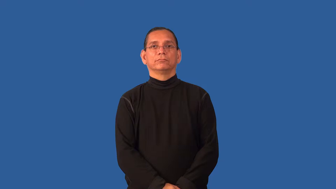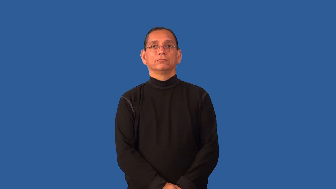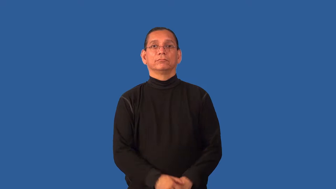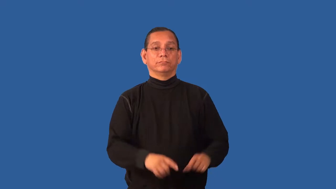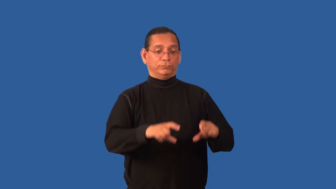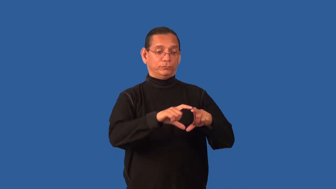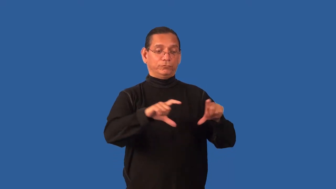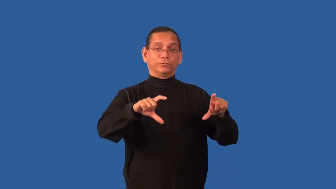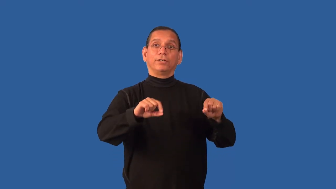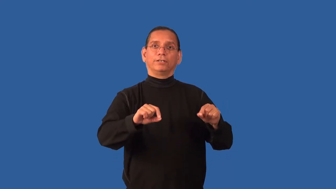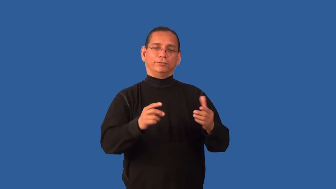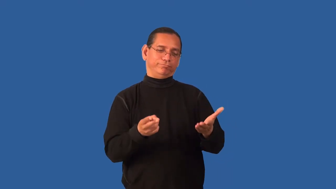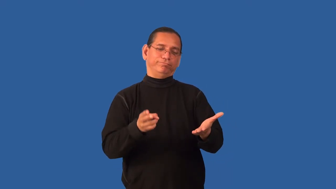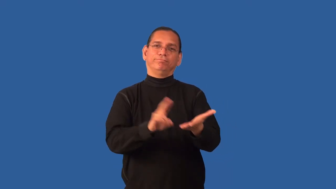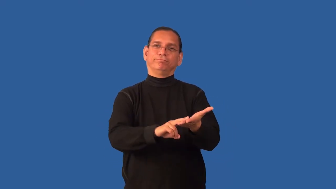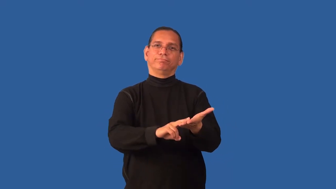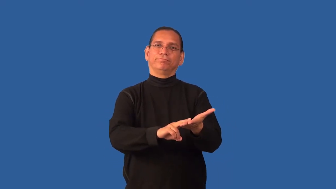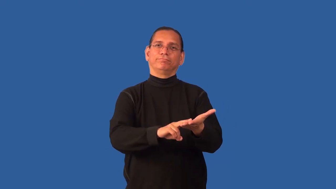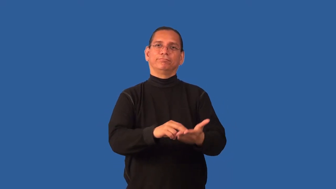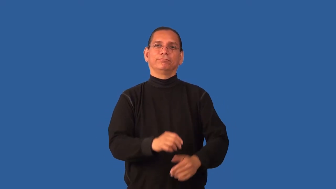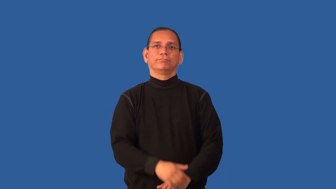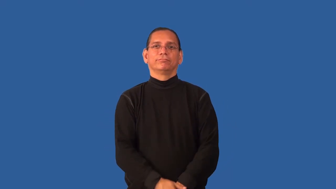endorse-check